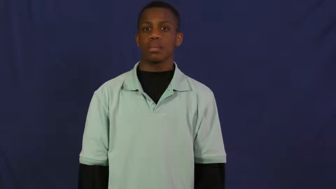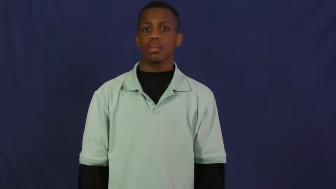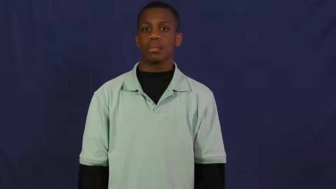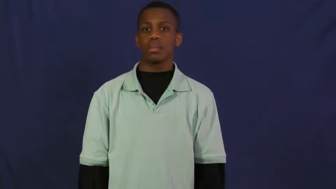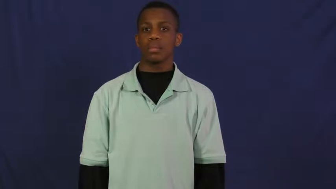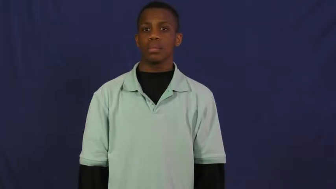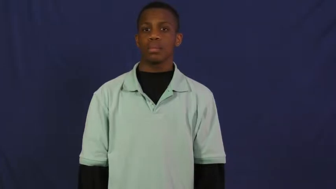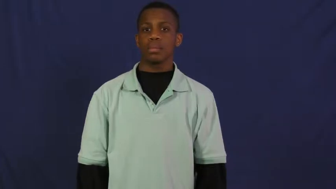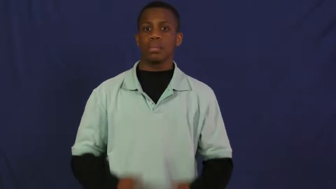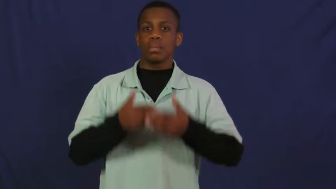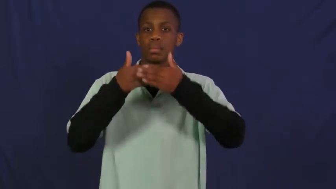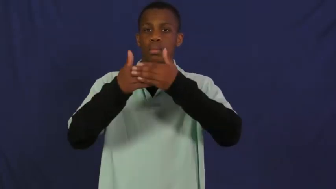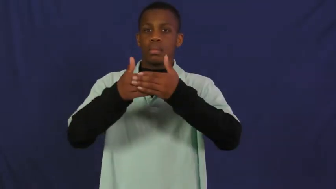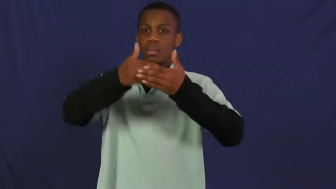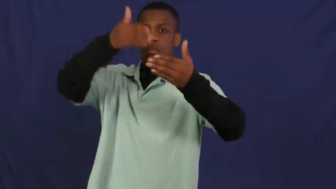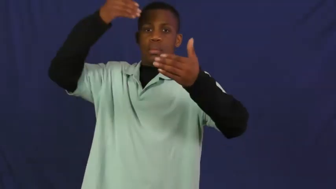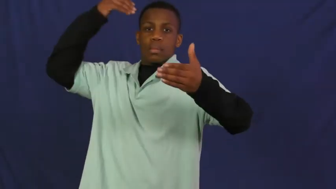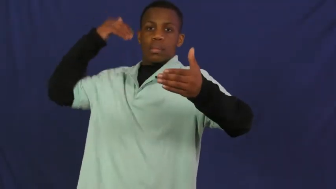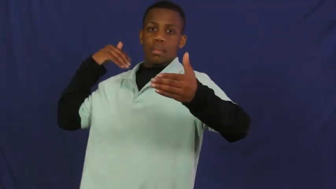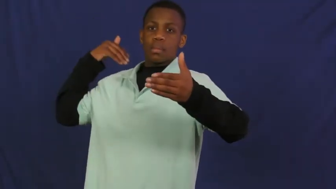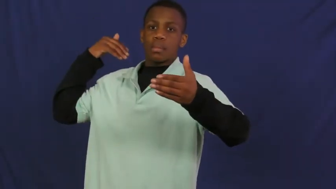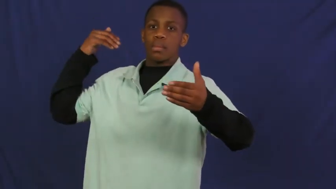pre